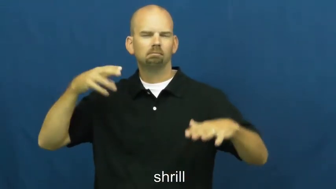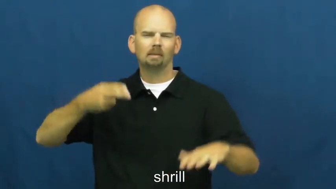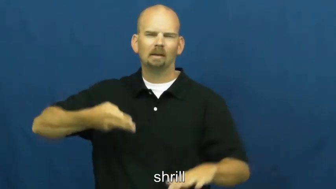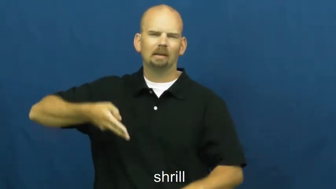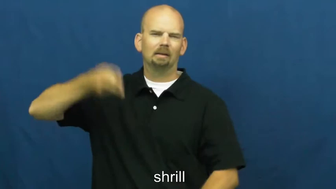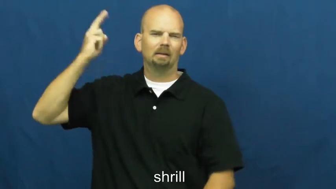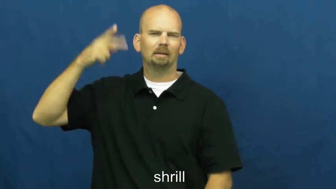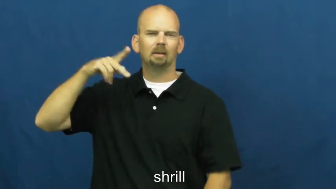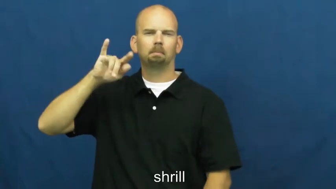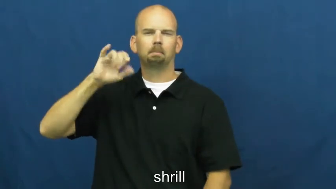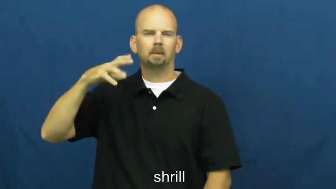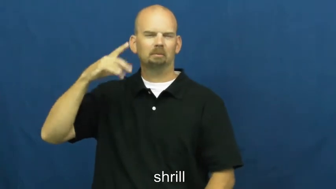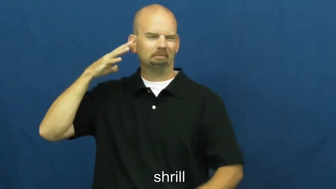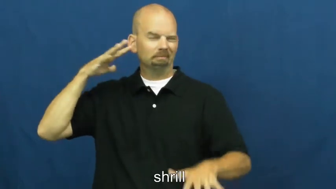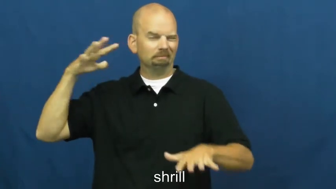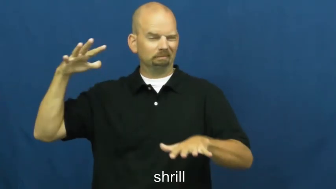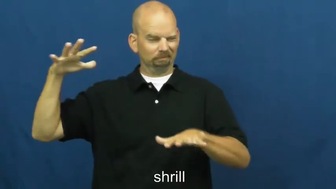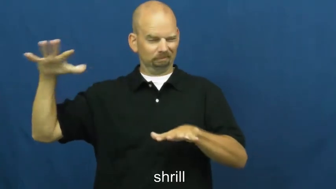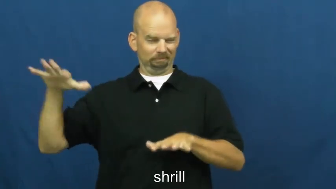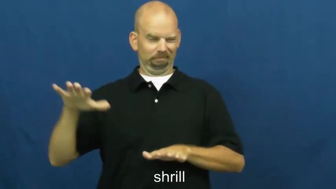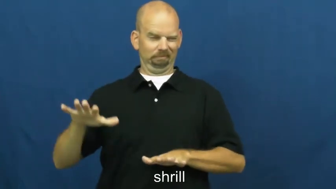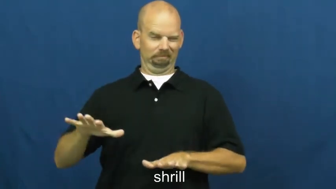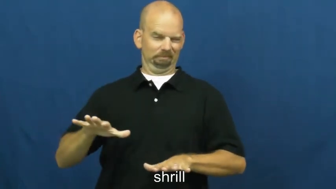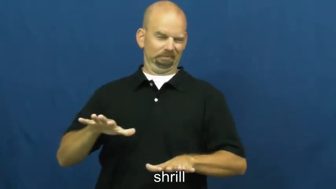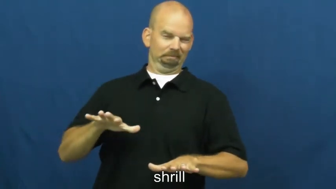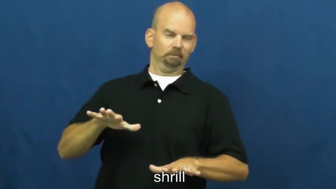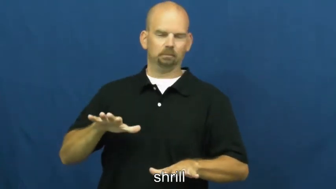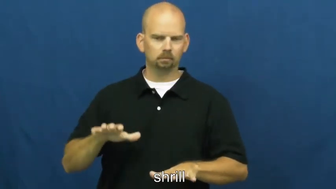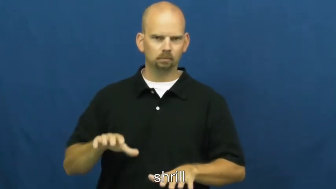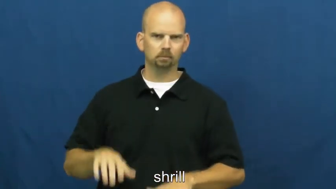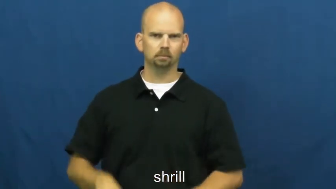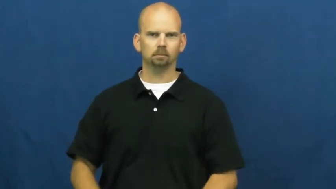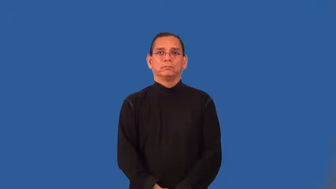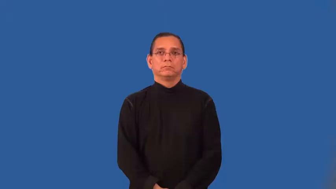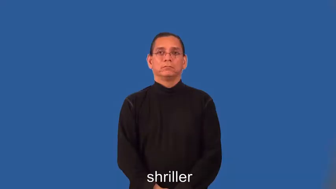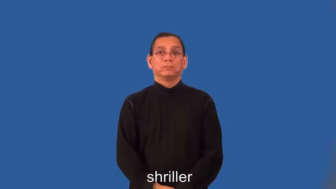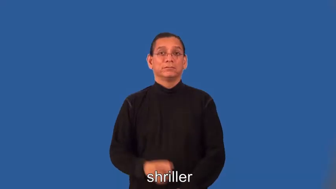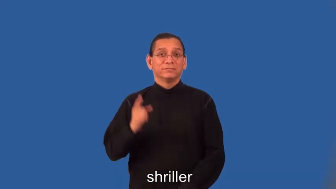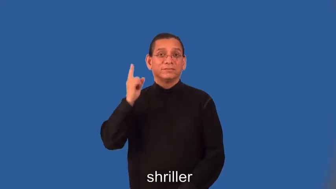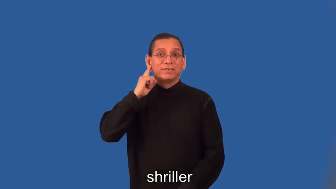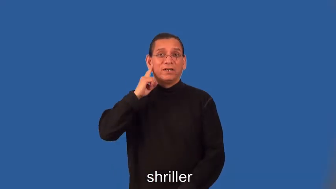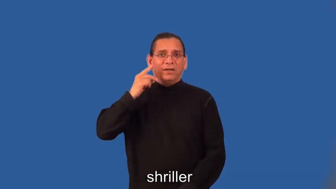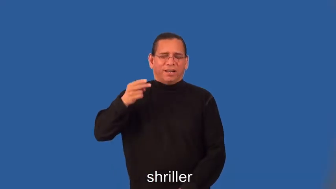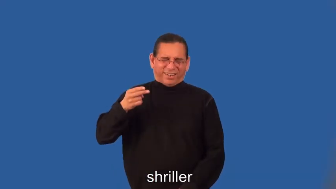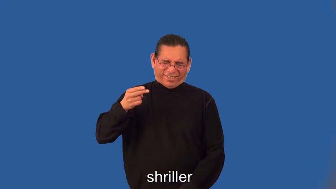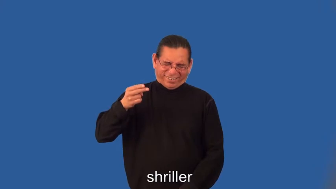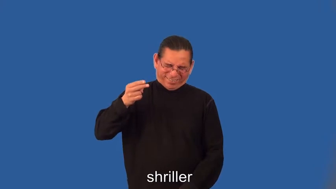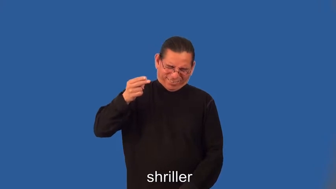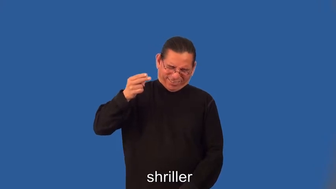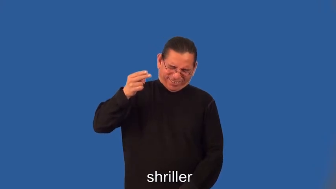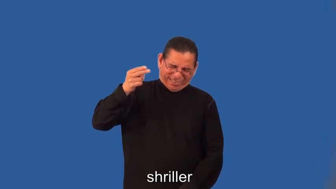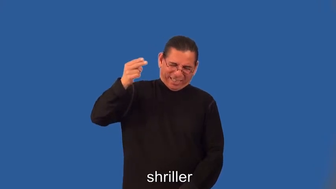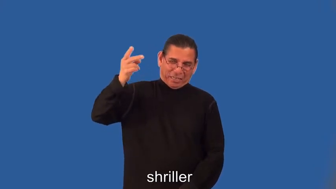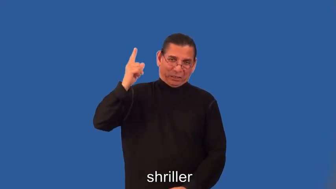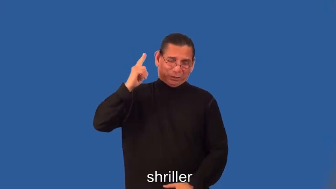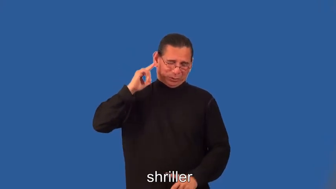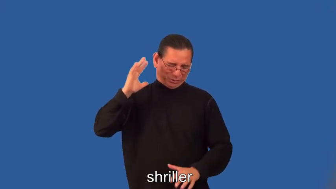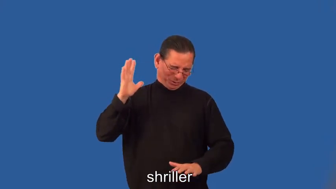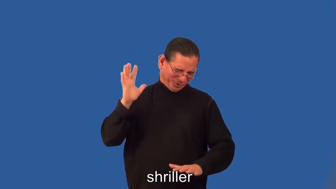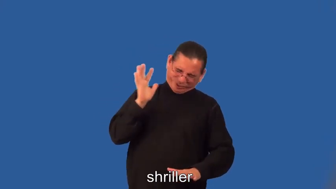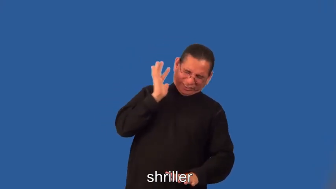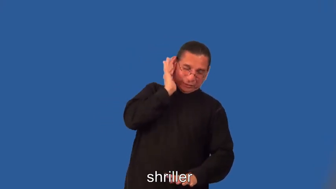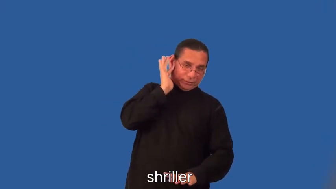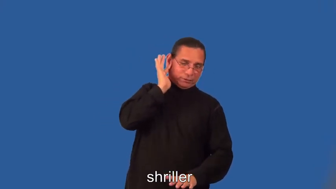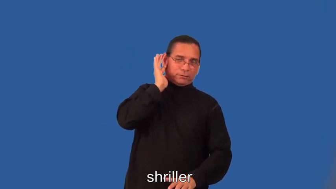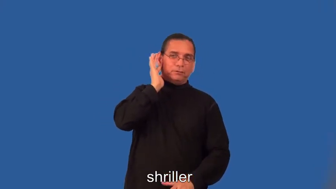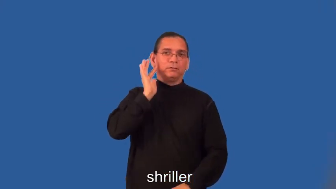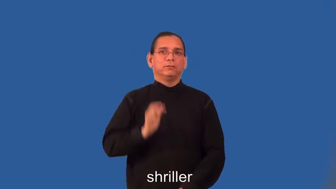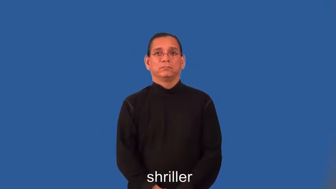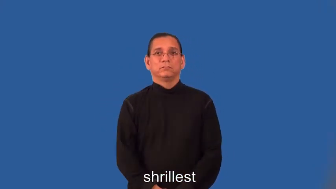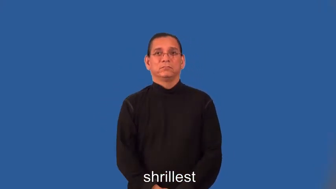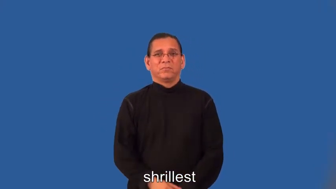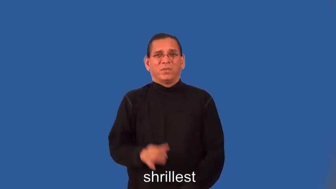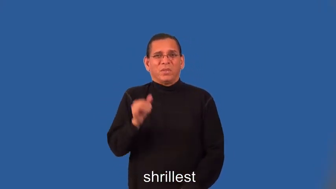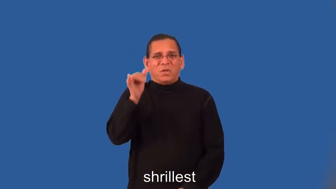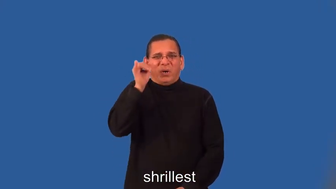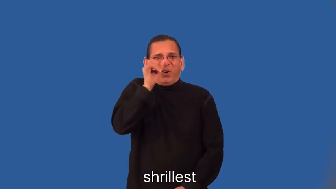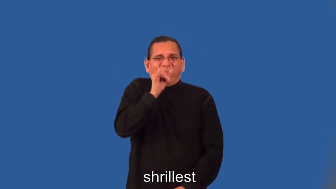shriller,shrillest